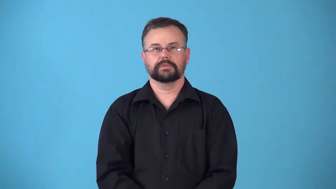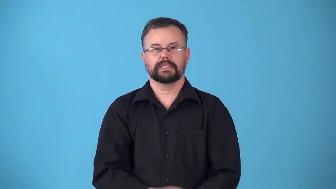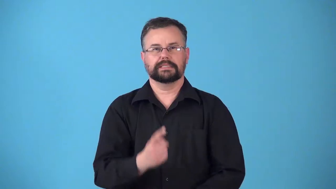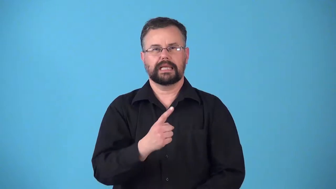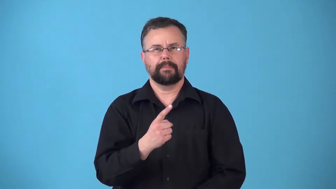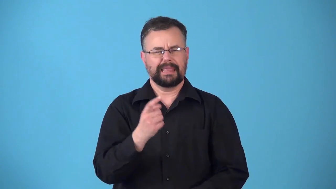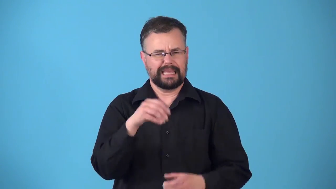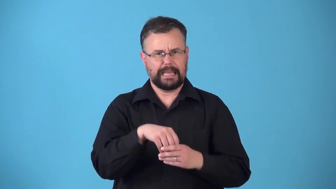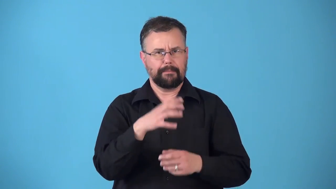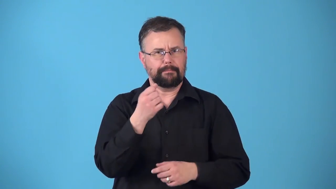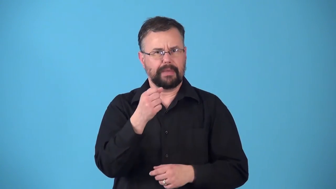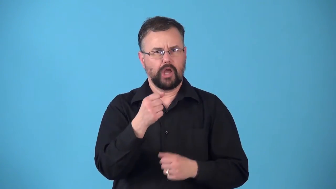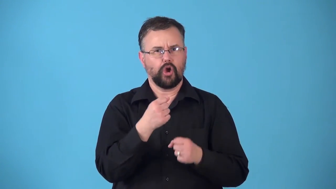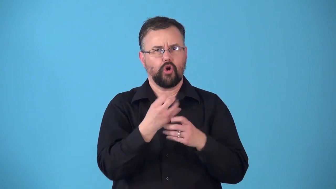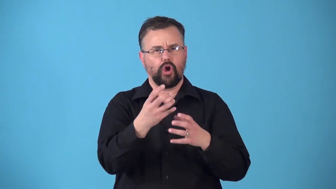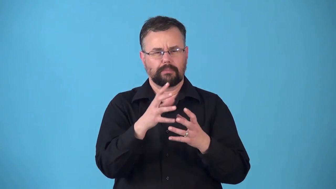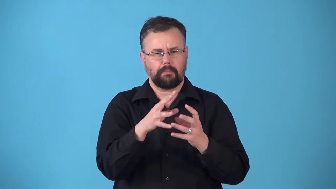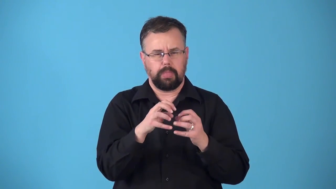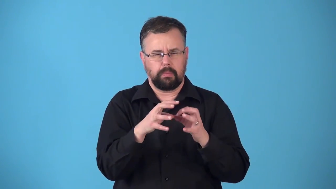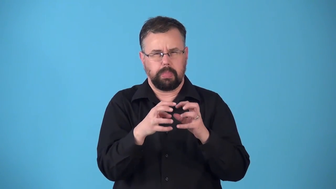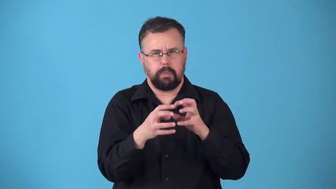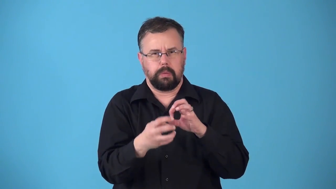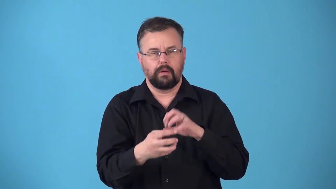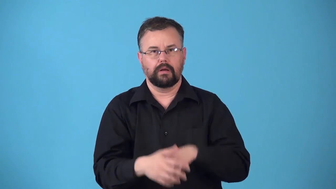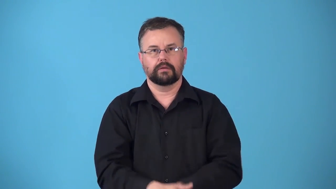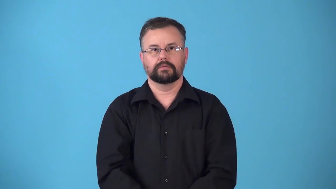rennin